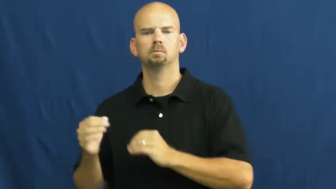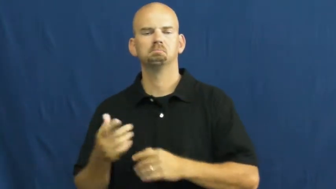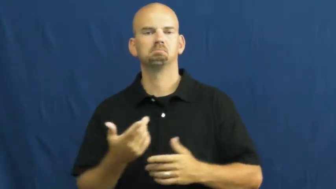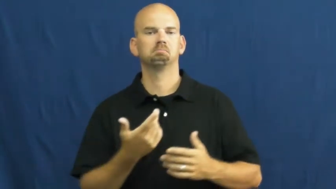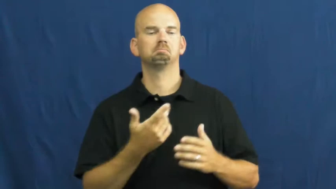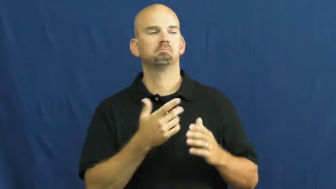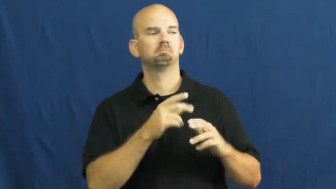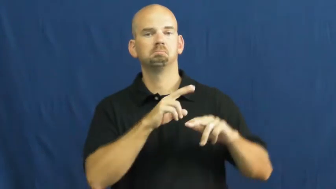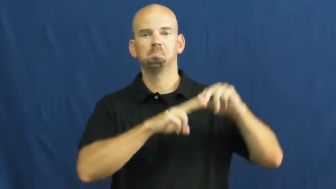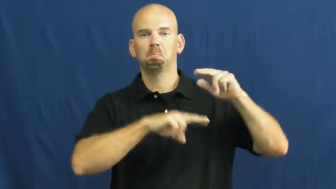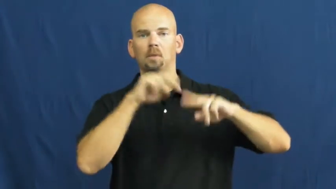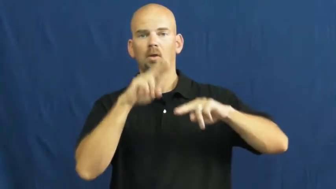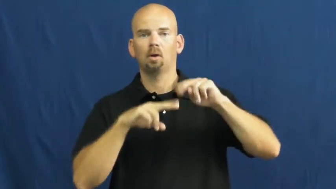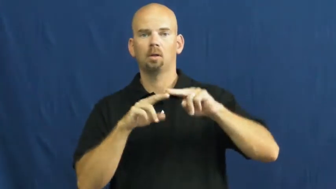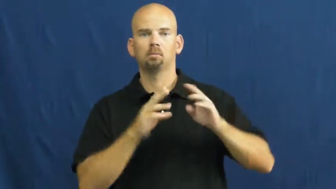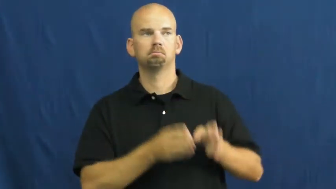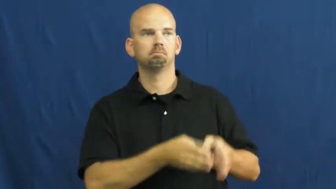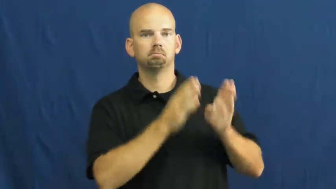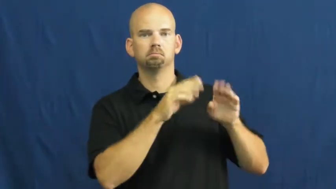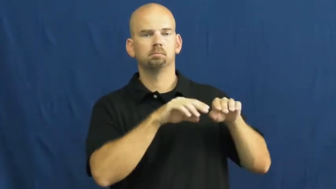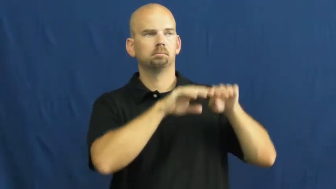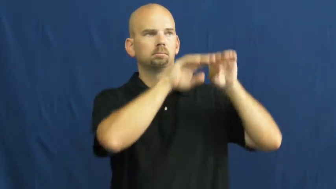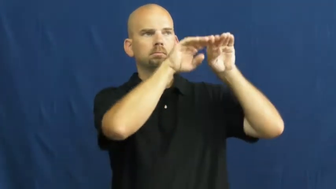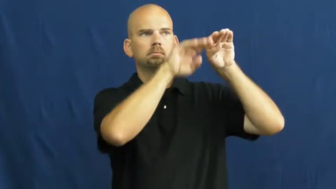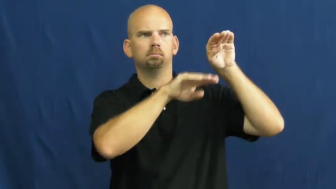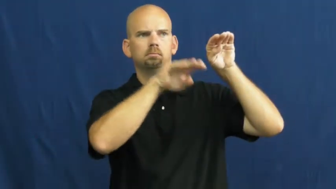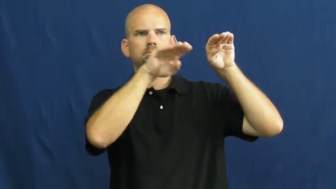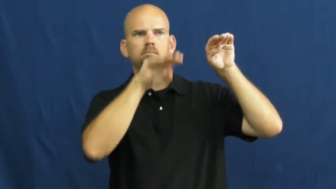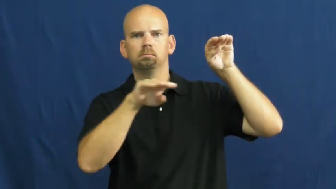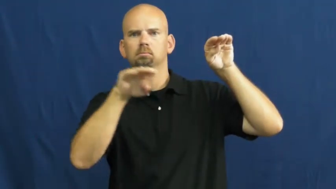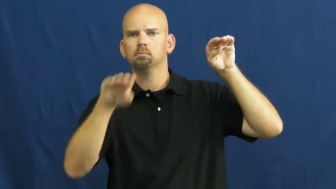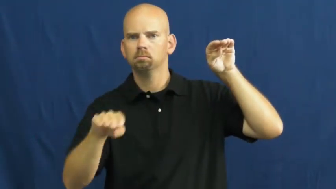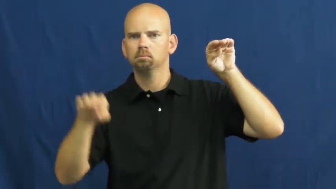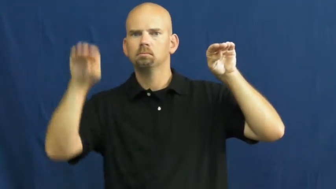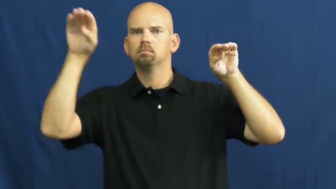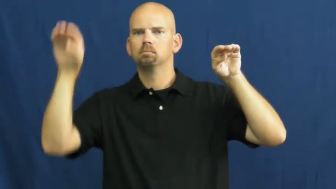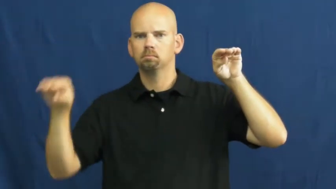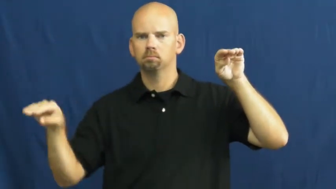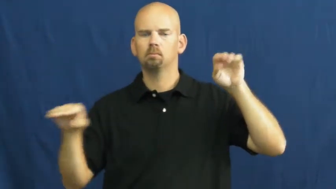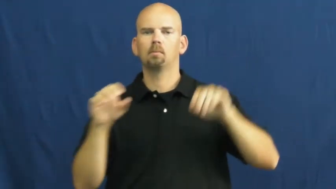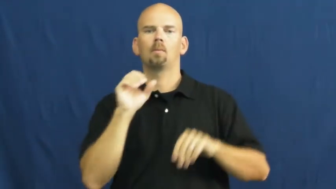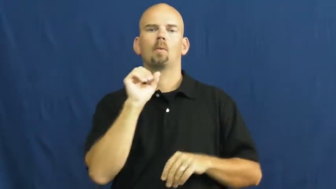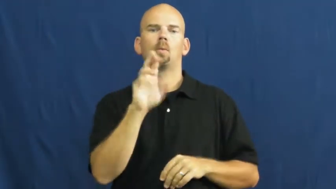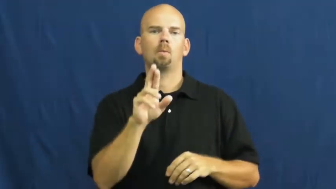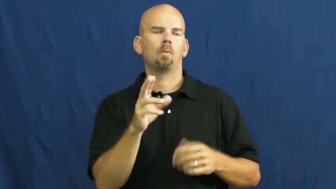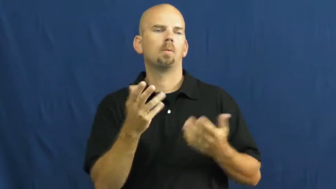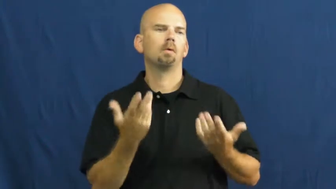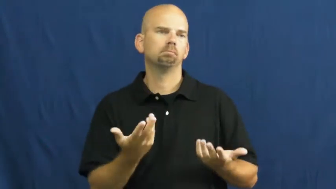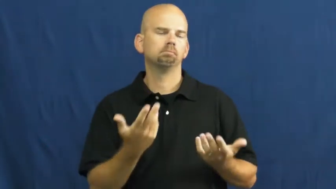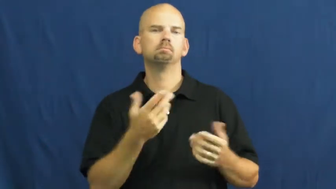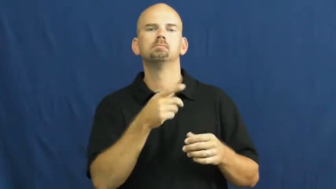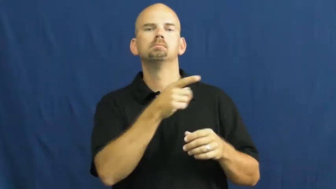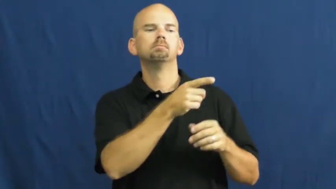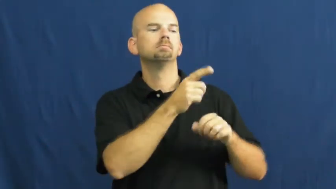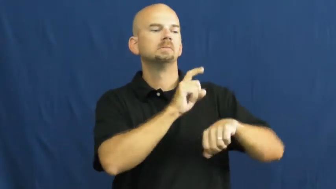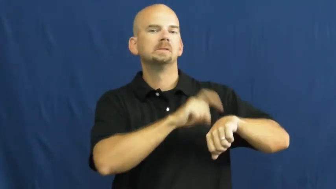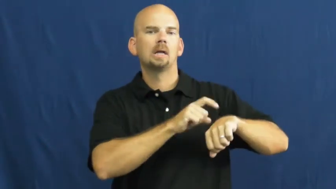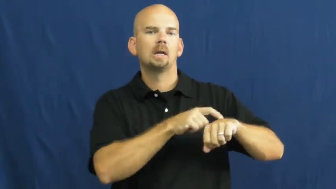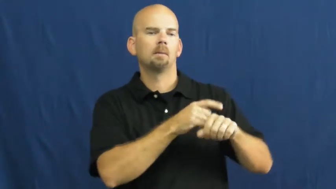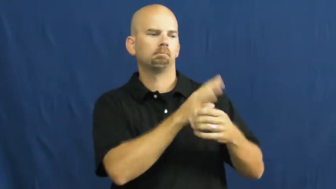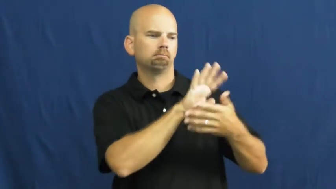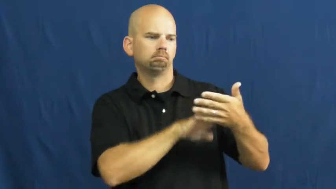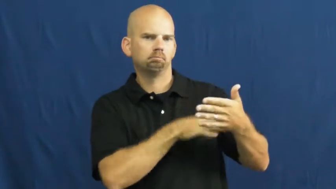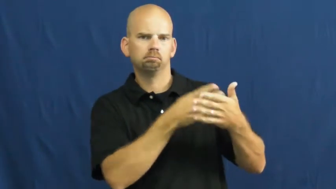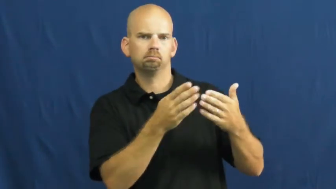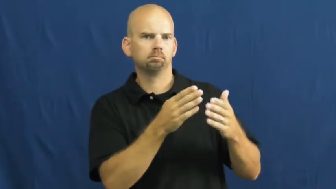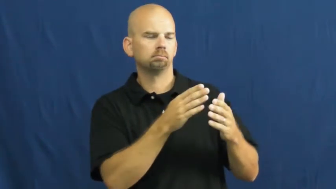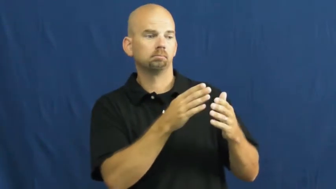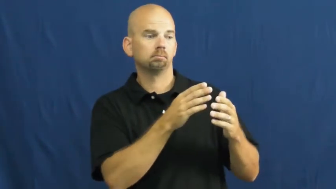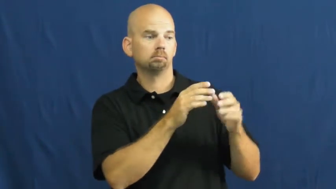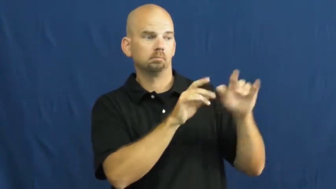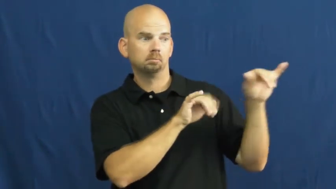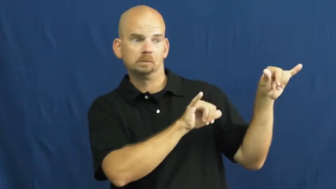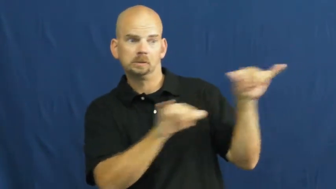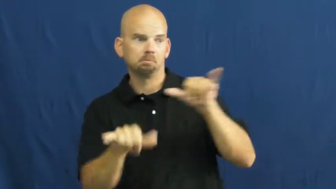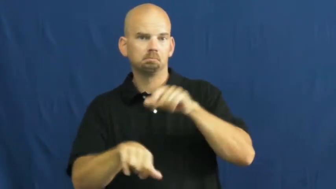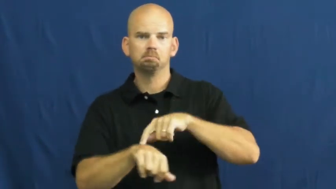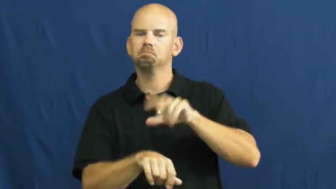stagger-pattern